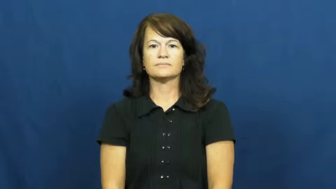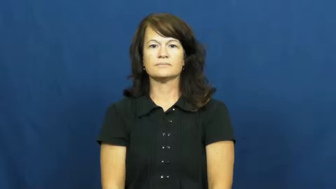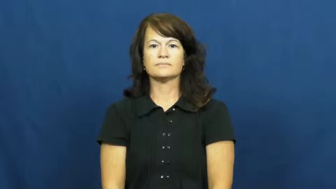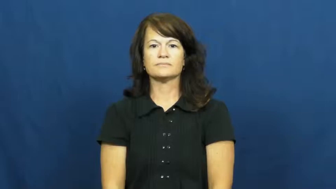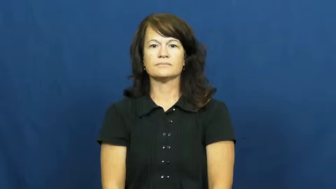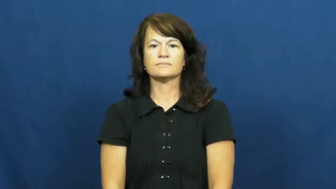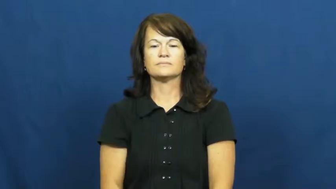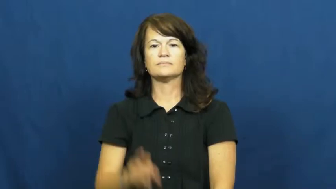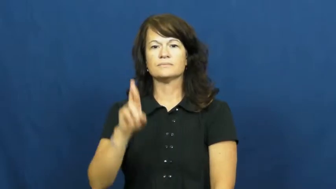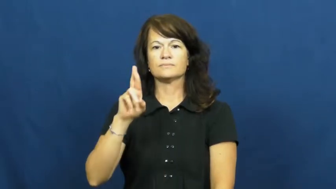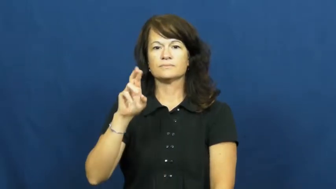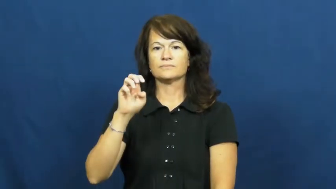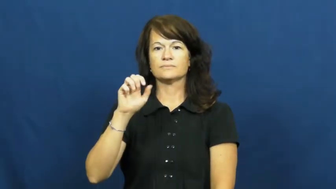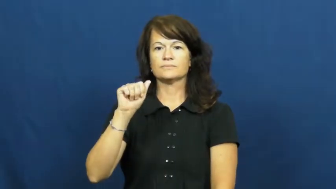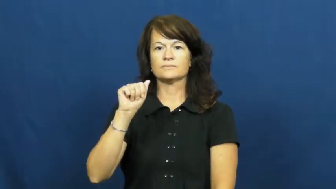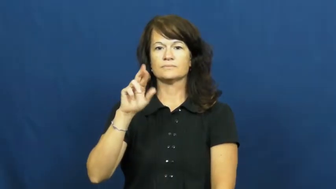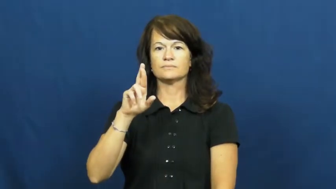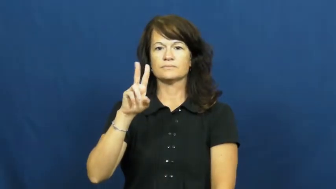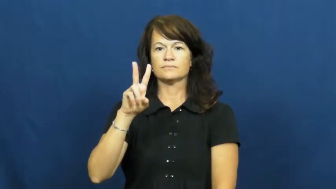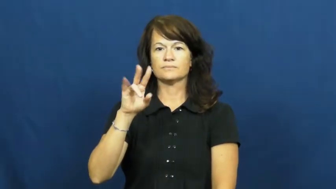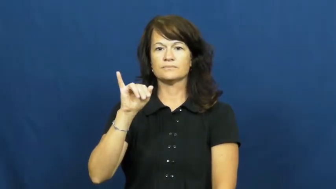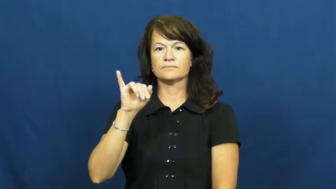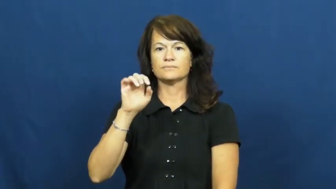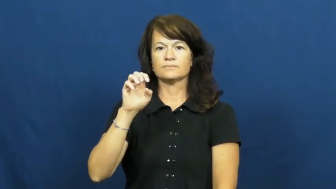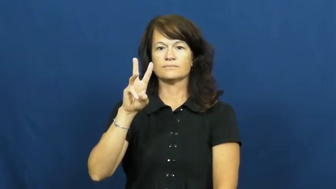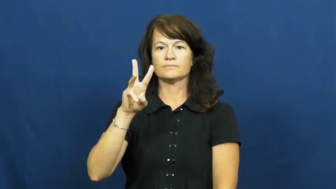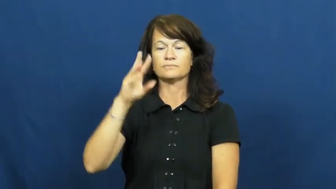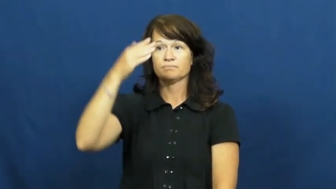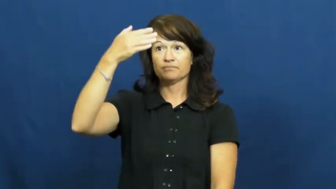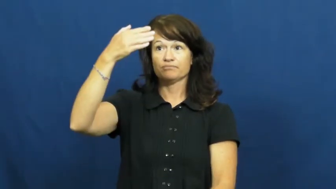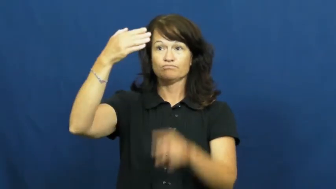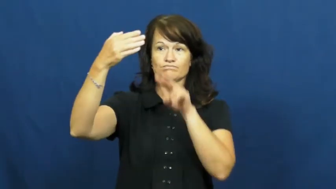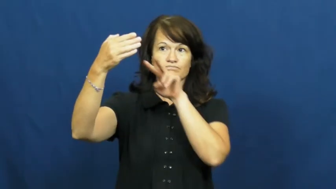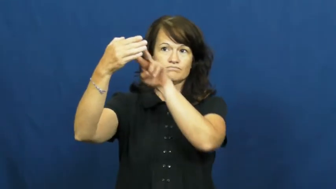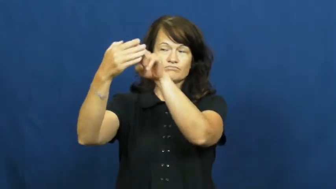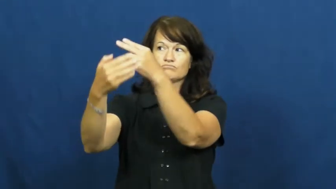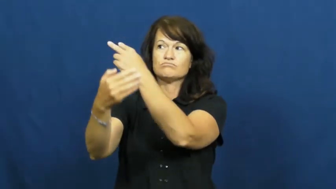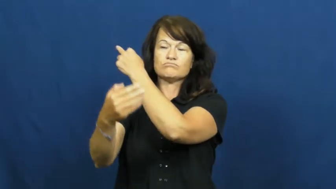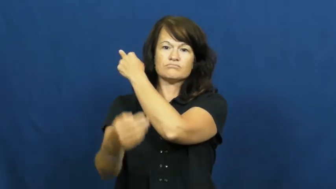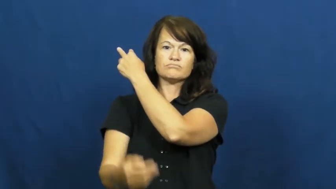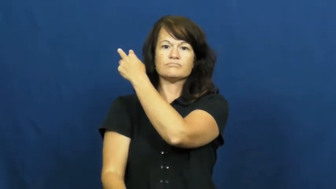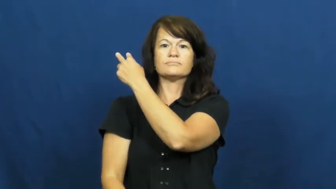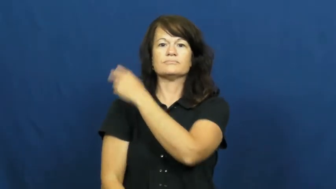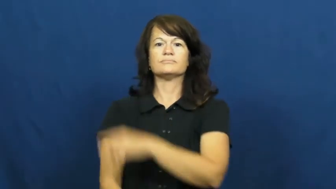rearview